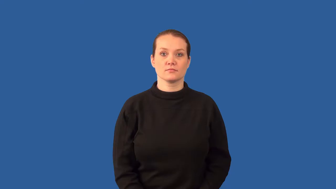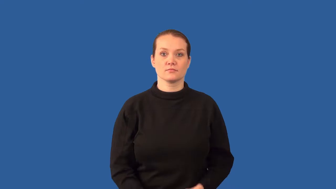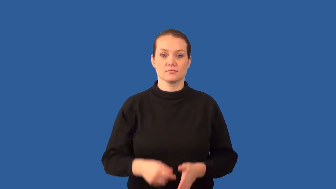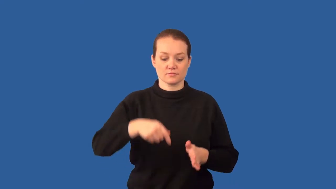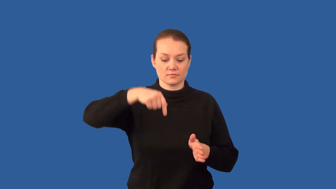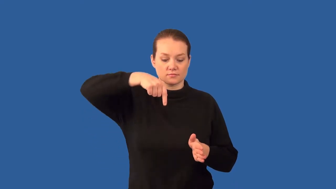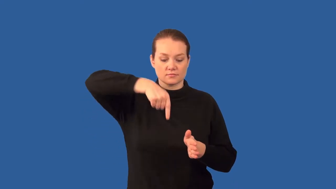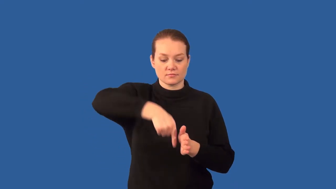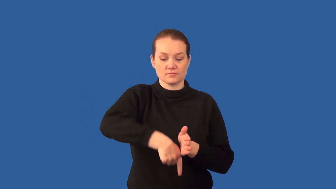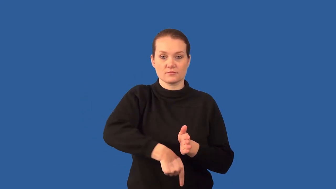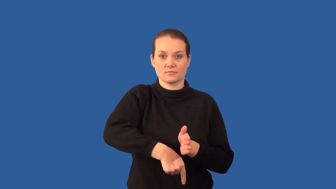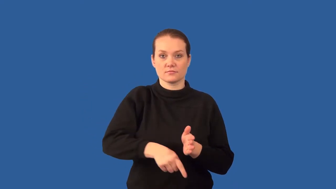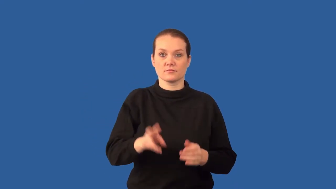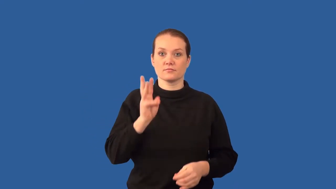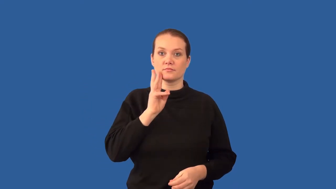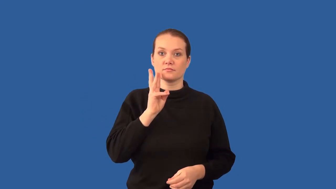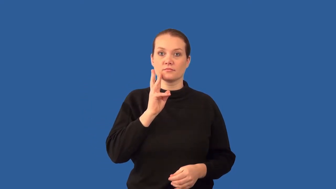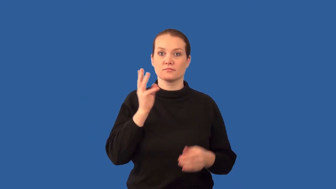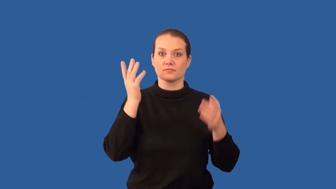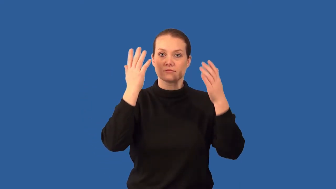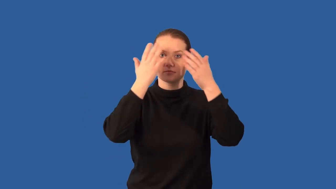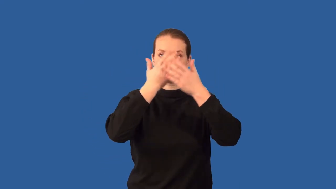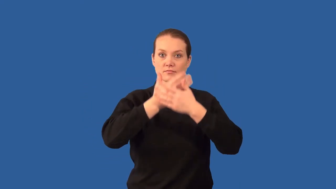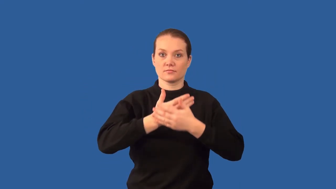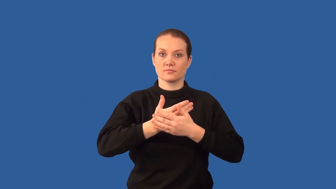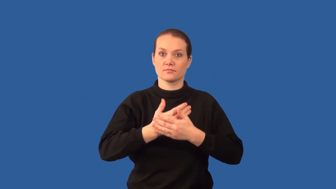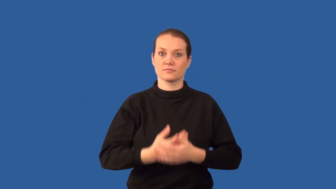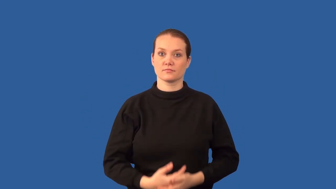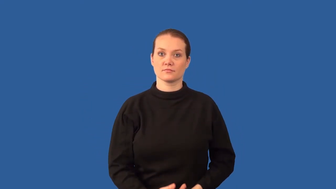aphotic